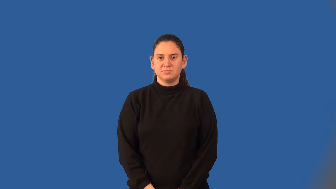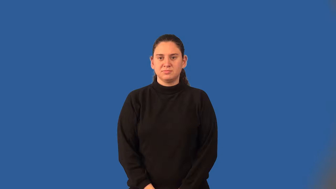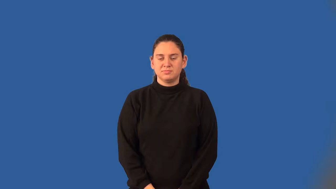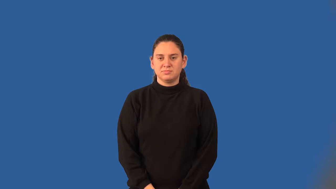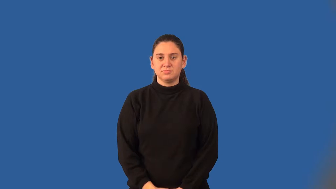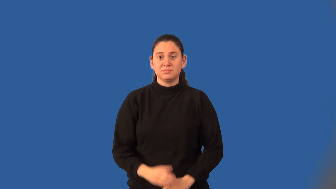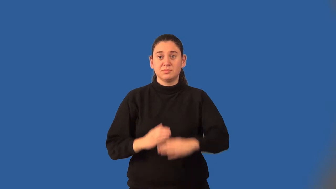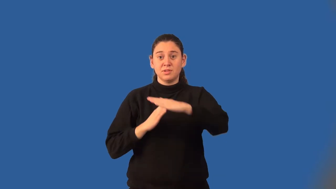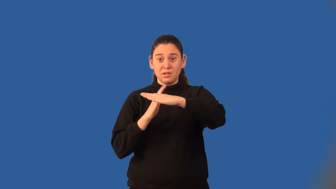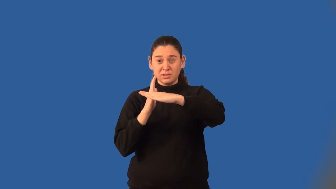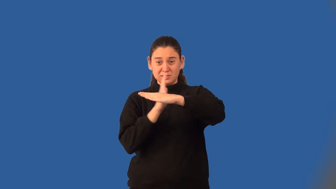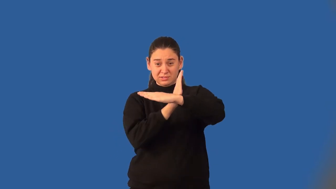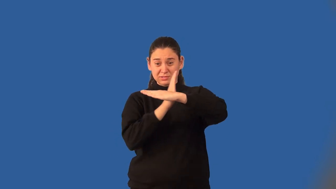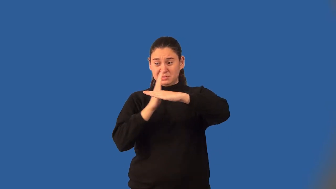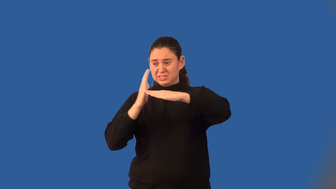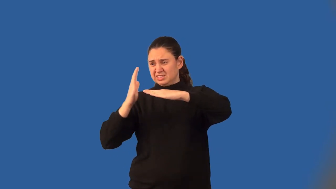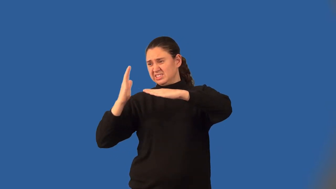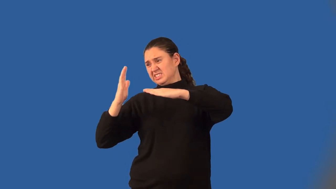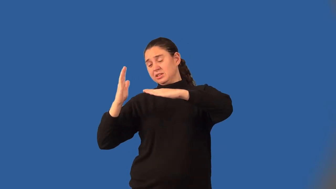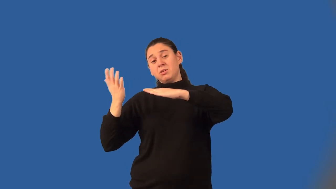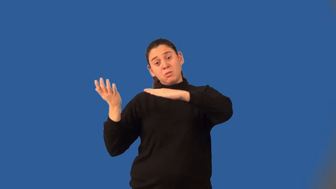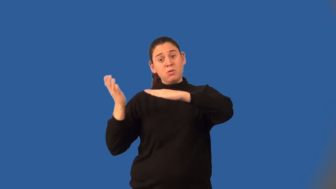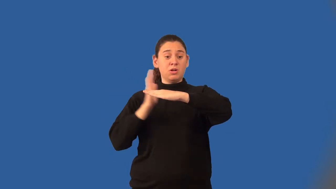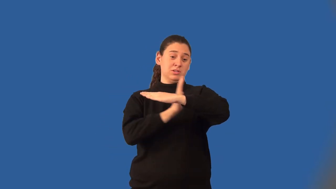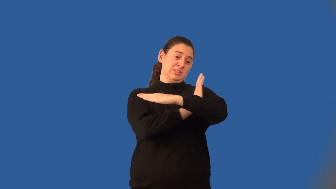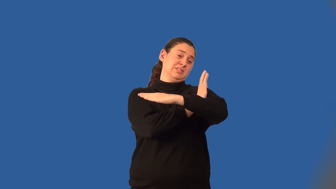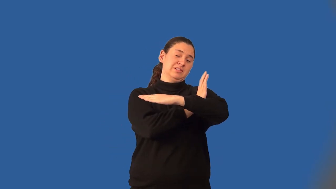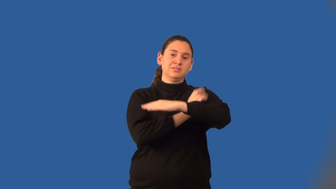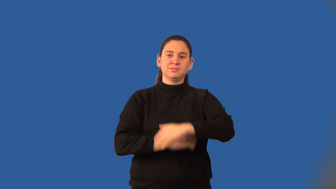extremes